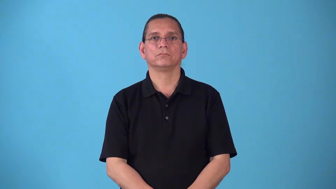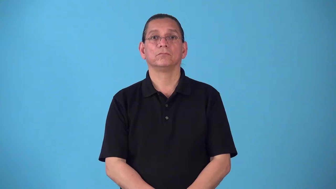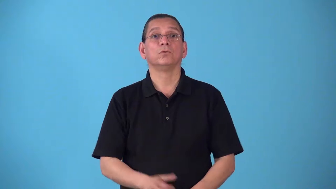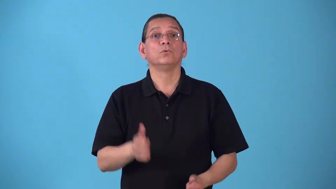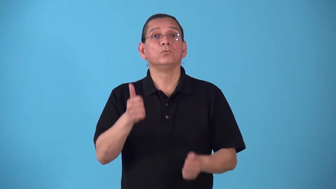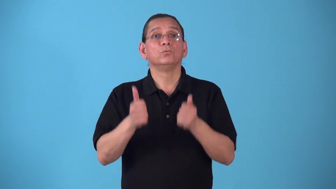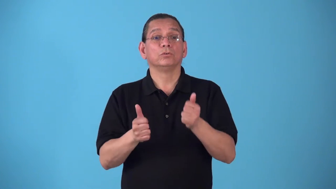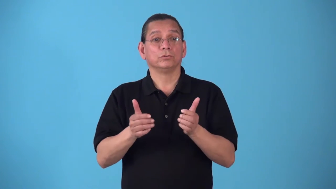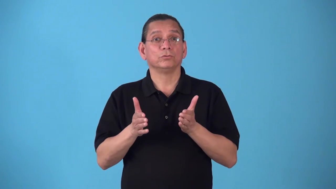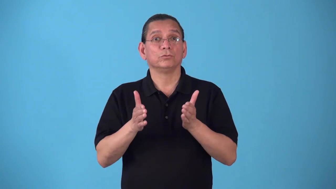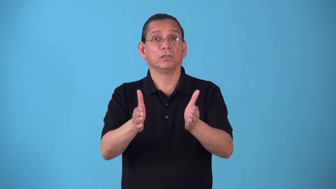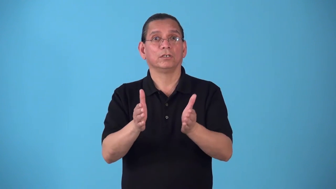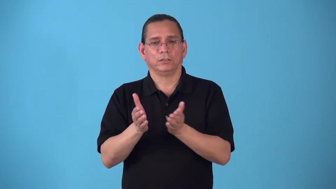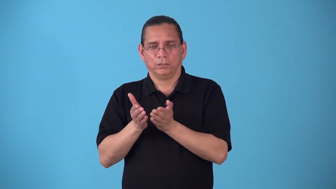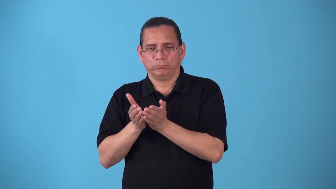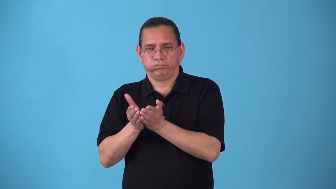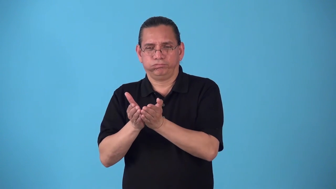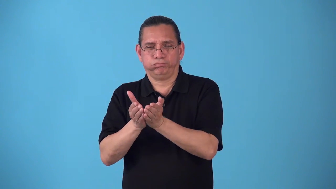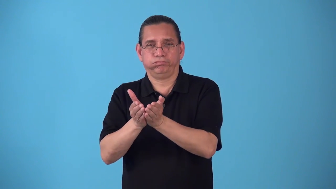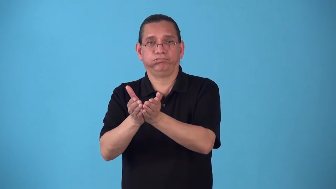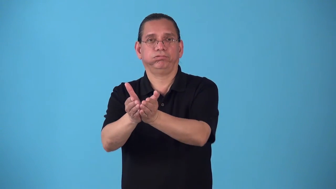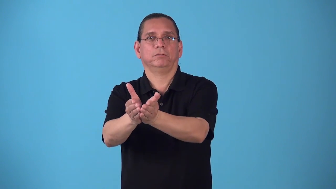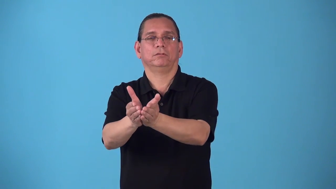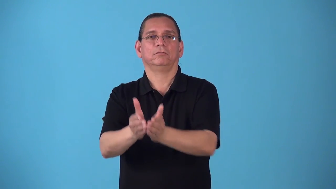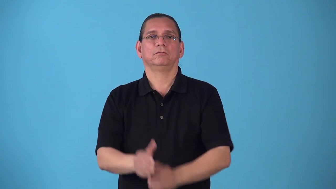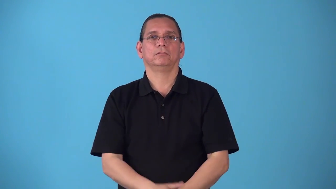seaway-regualr ship route